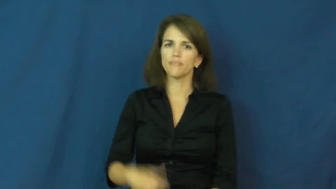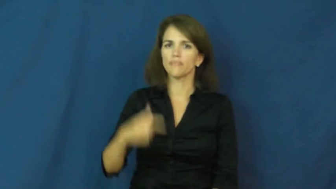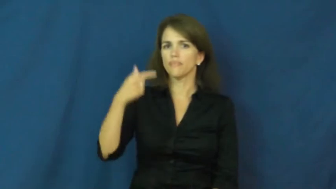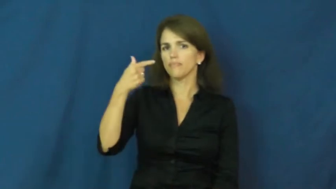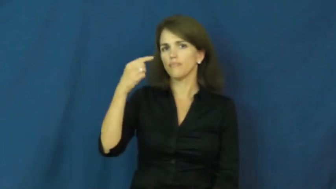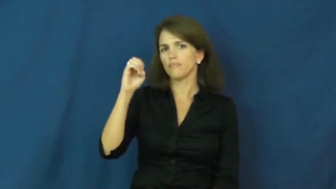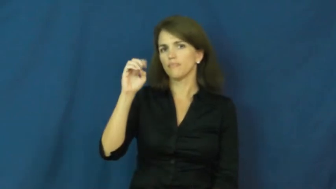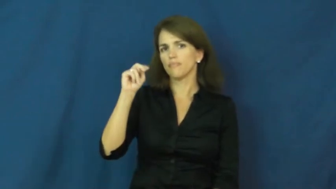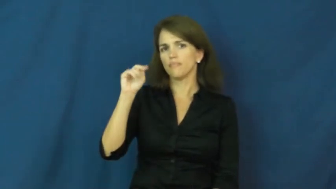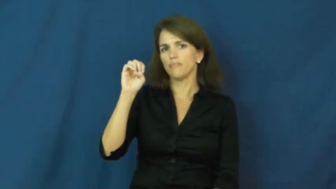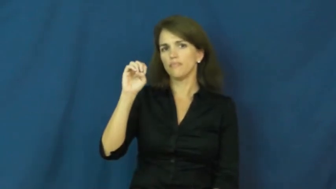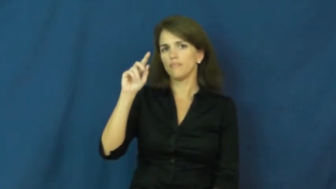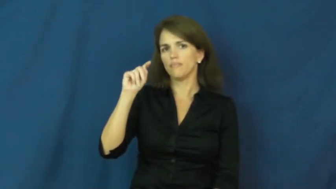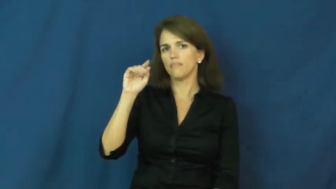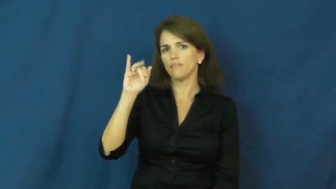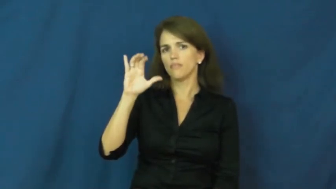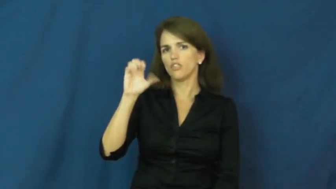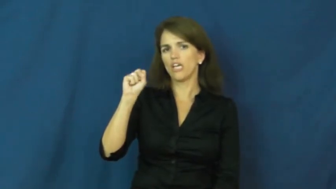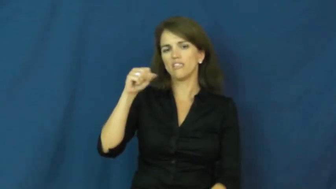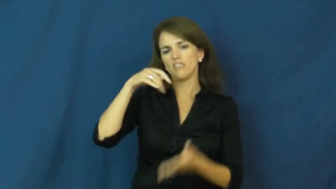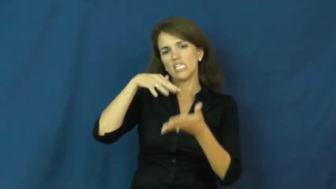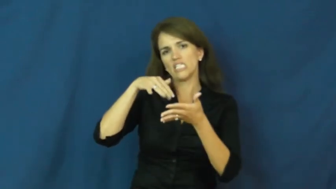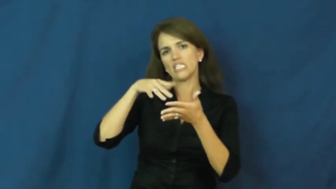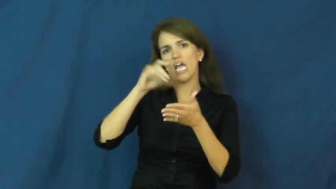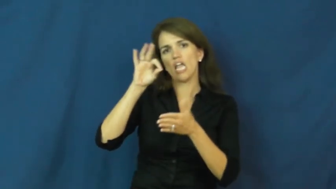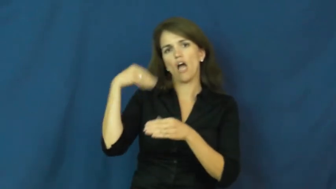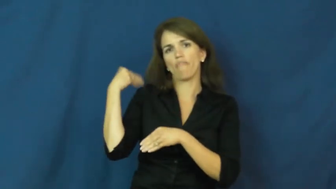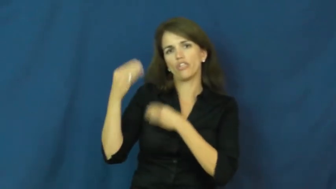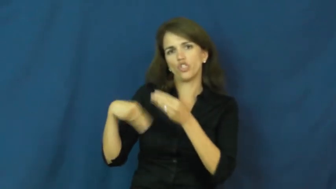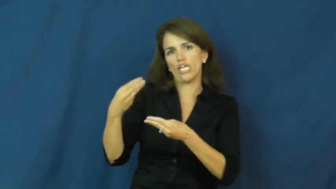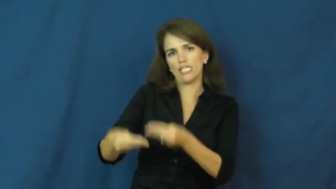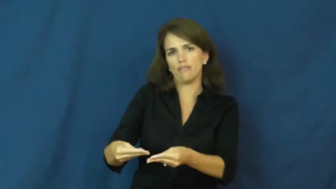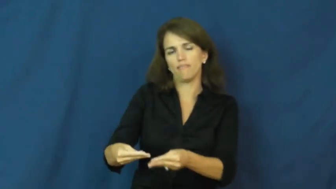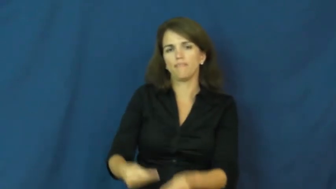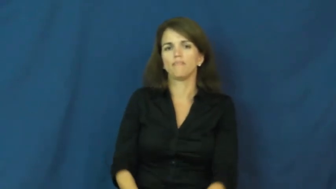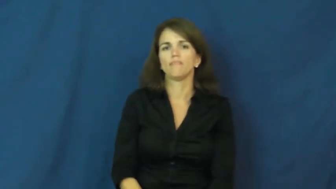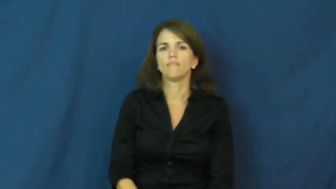genetics